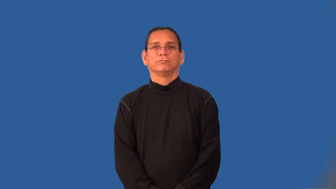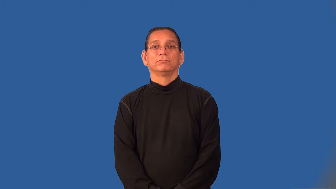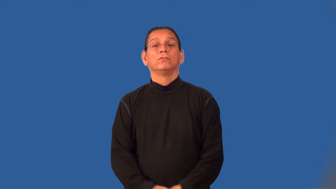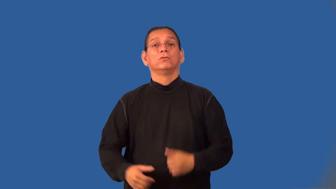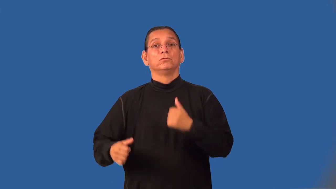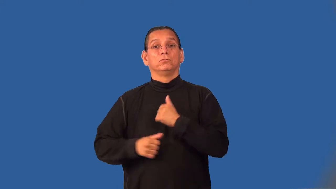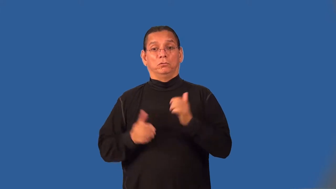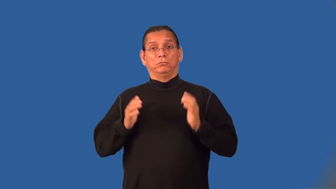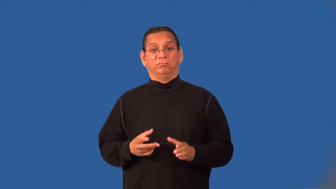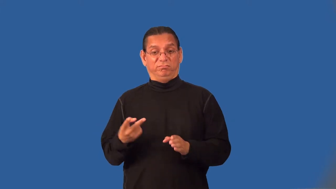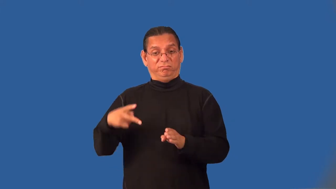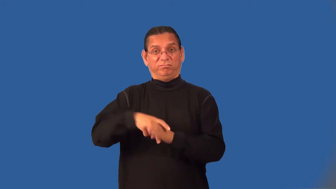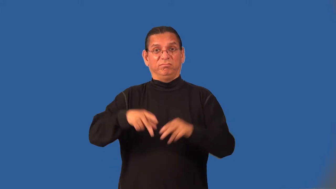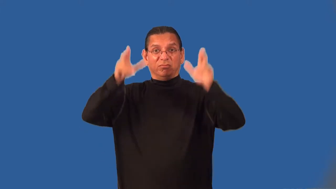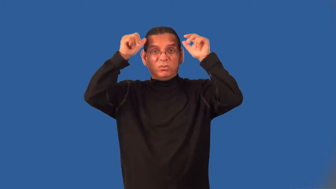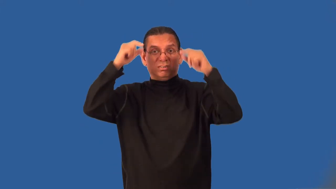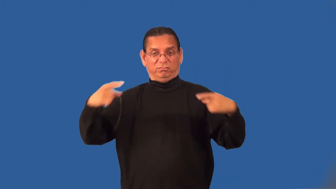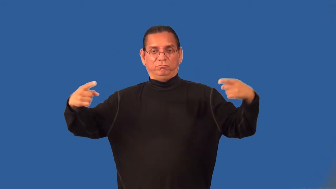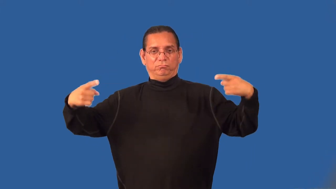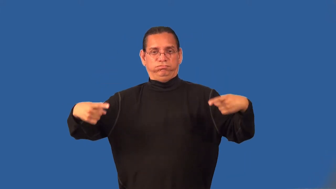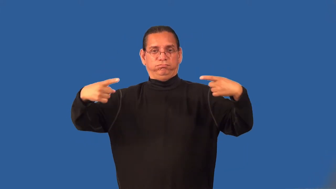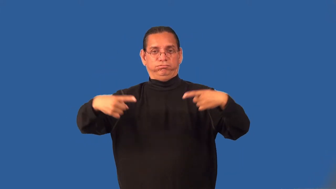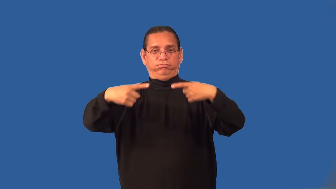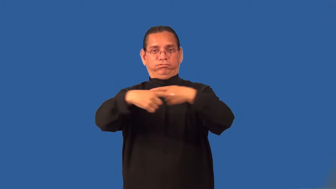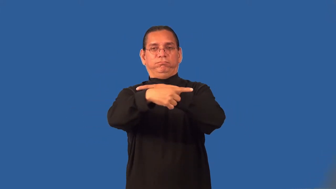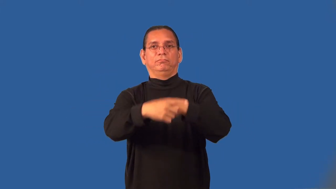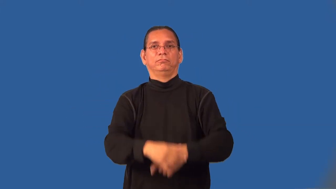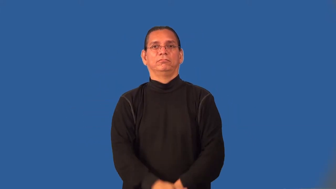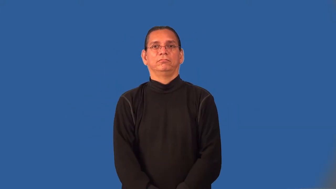lancer